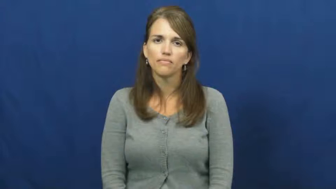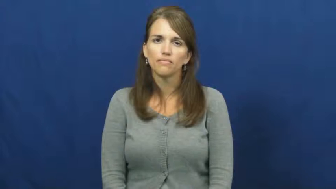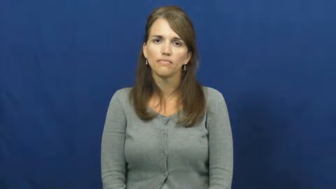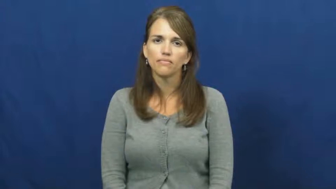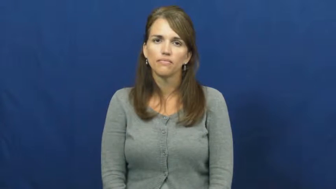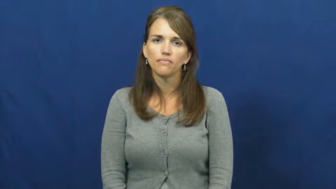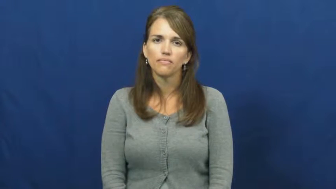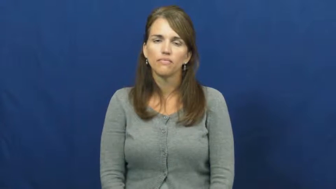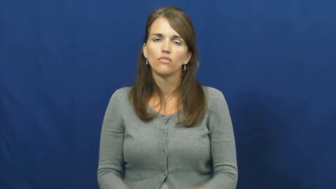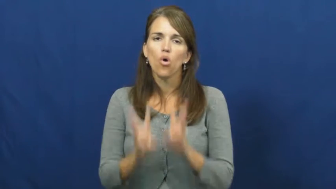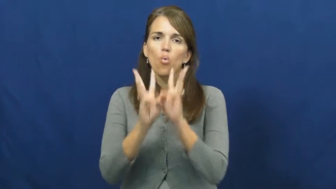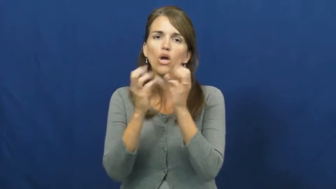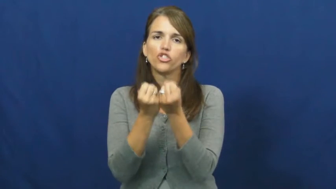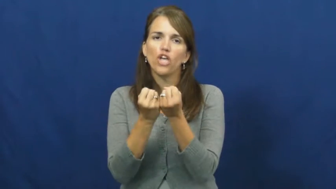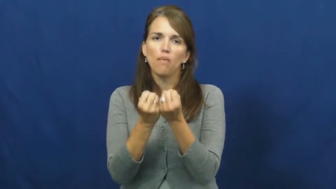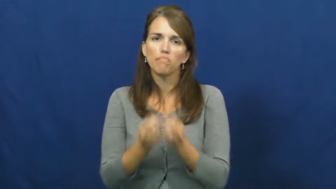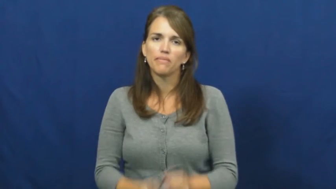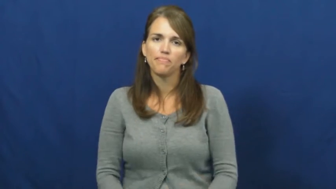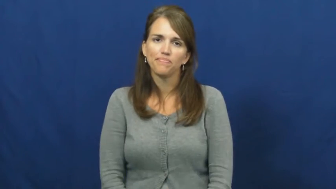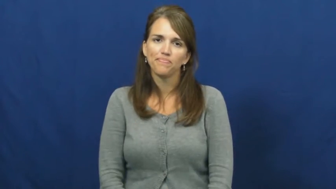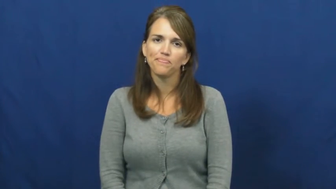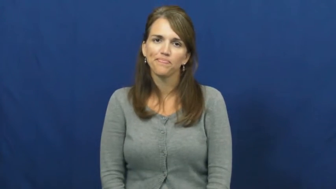workshop-school